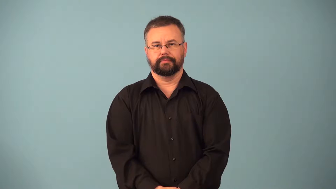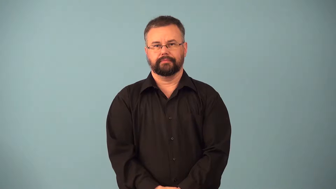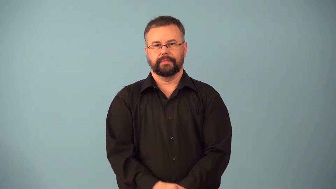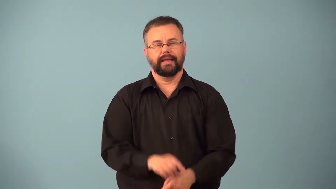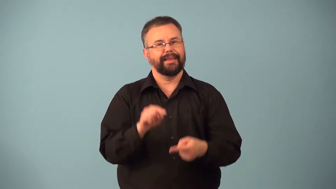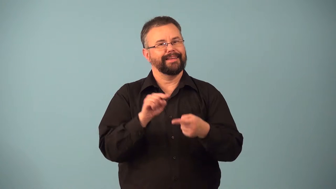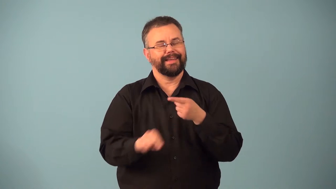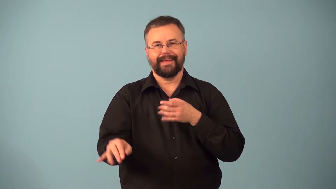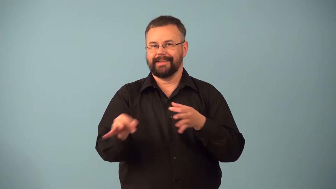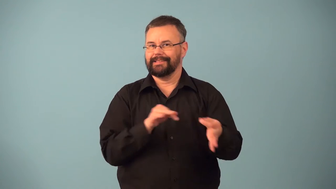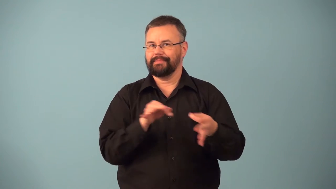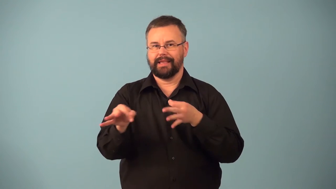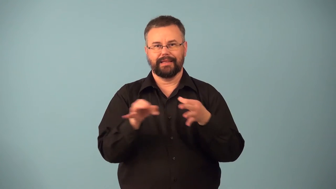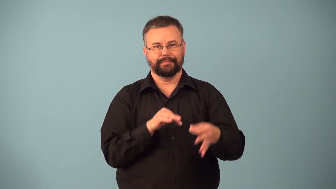inexplicable